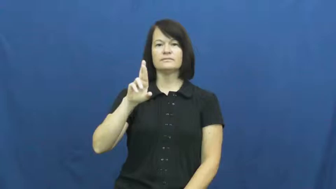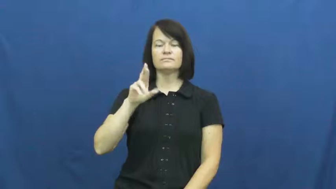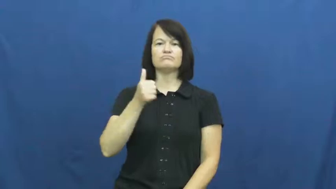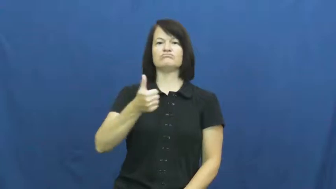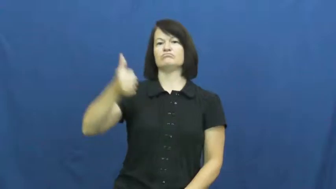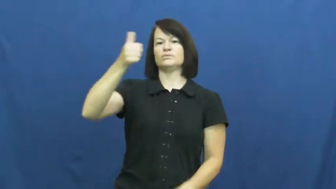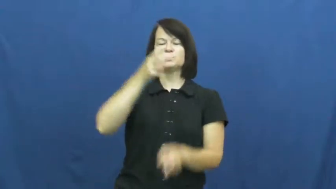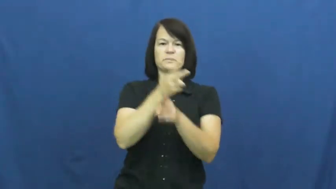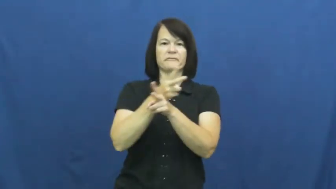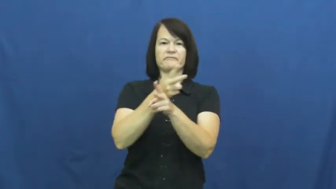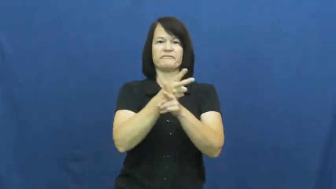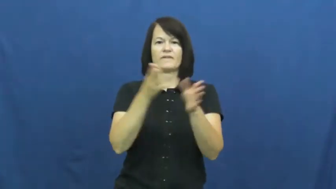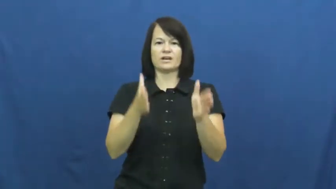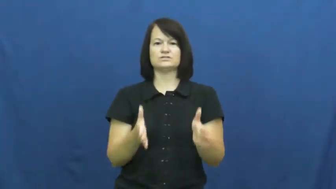supervisor,overseer,steward,coordinator,invigilator,keeper